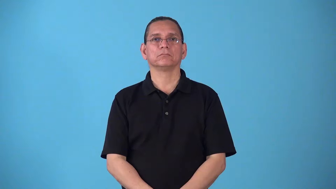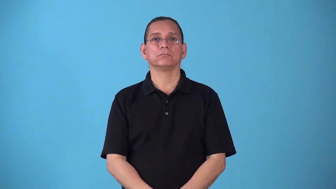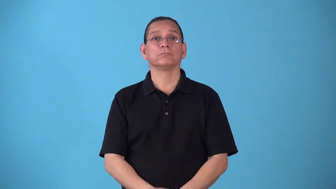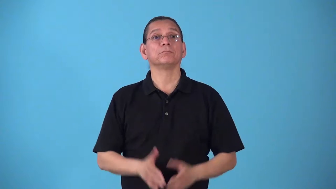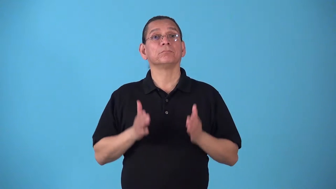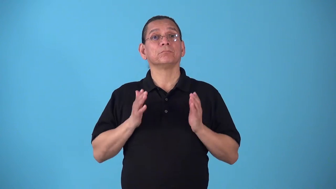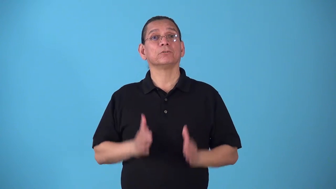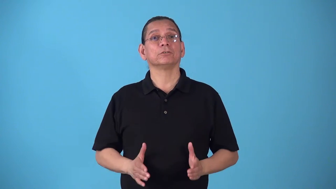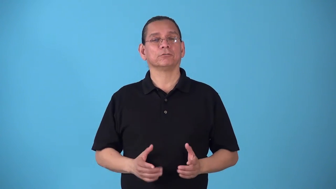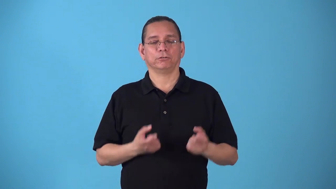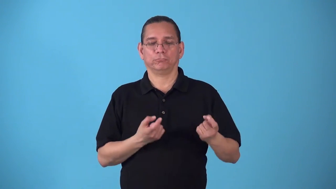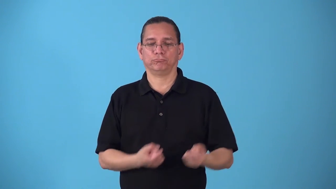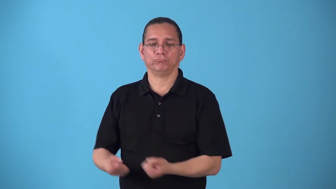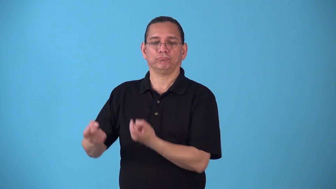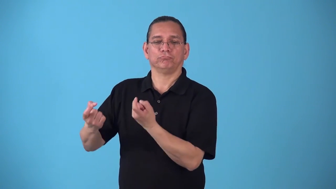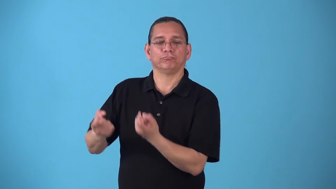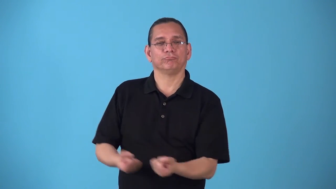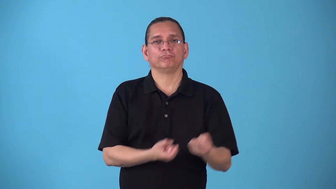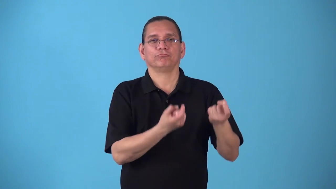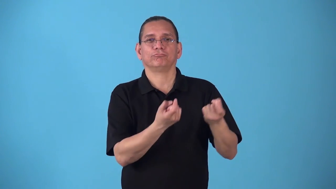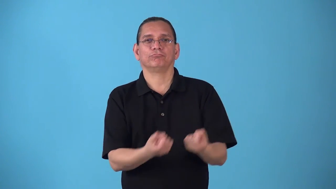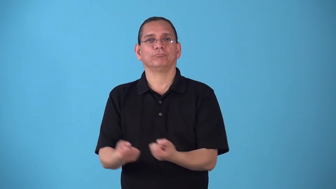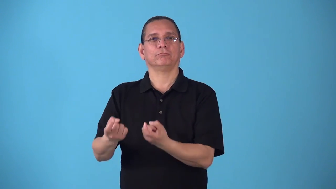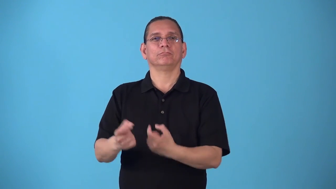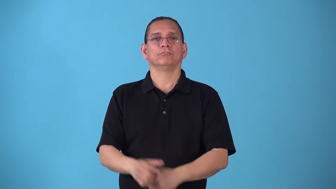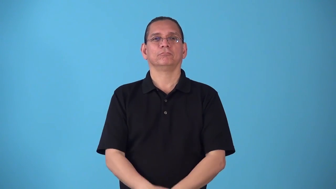skater-ice